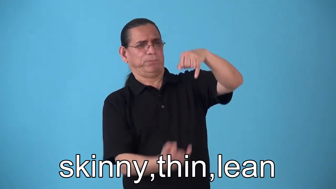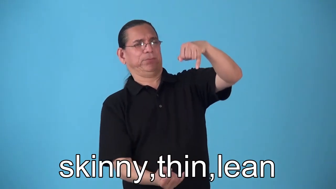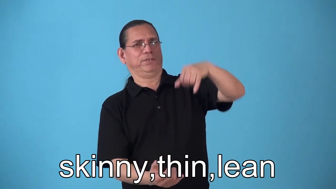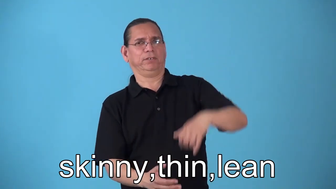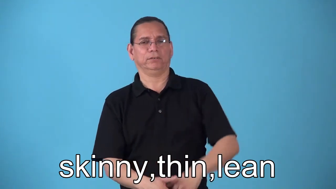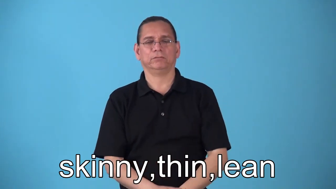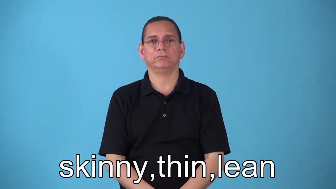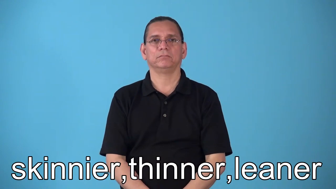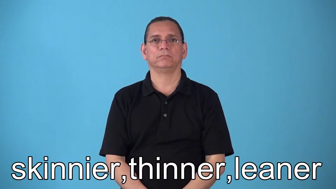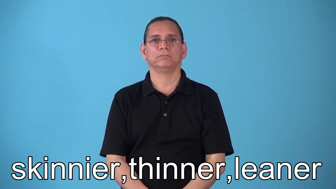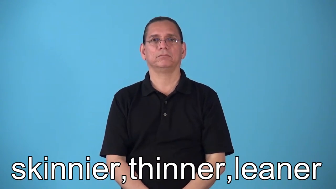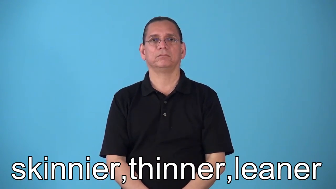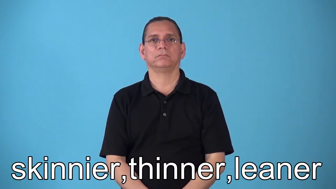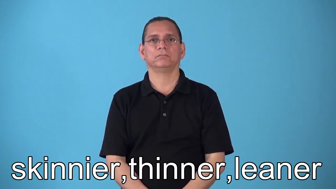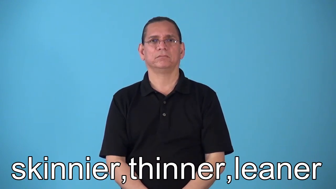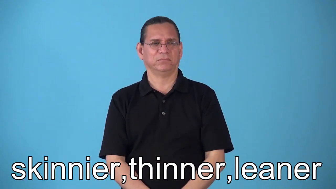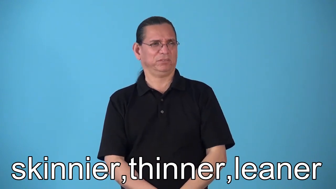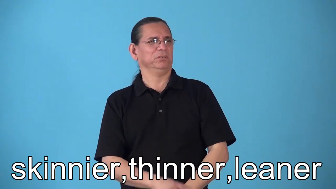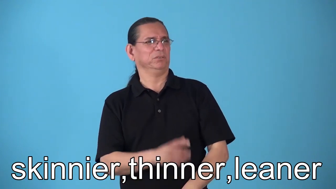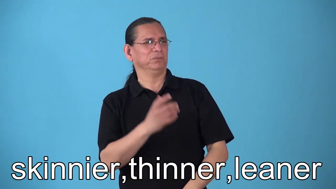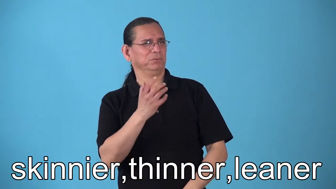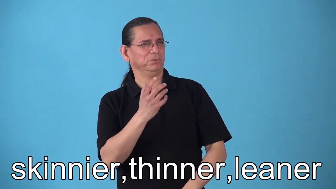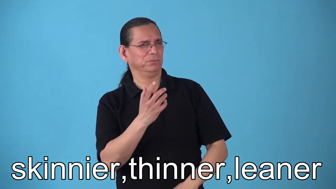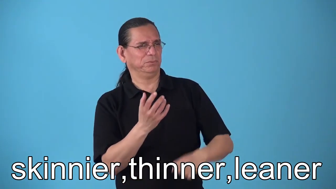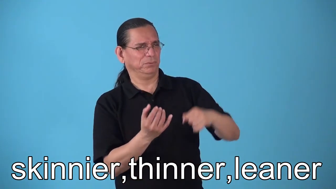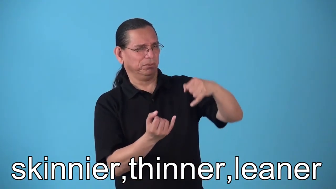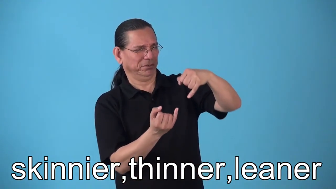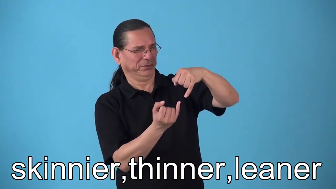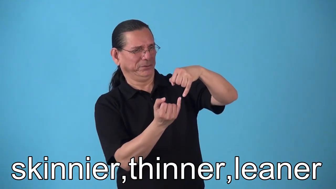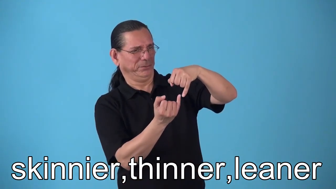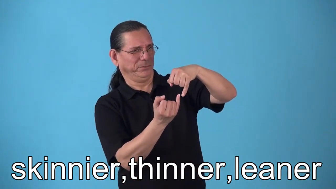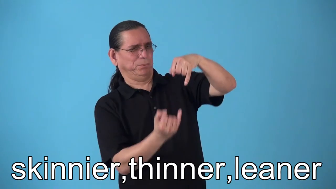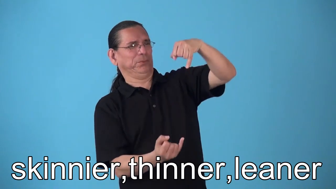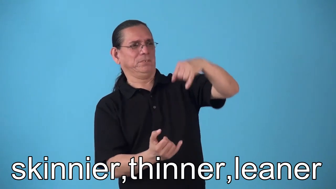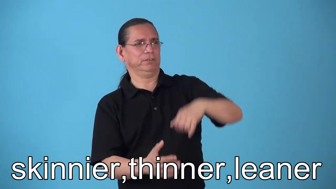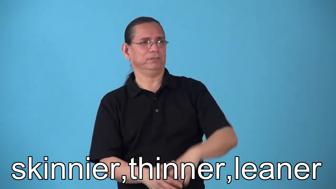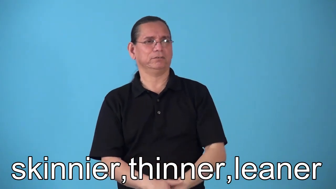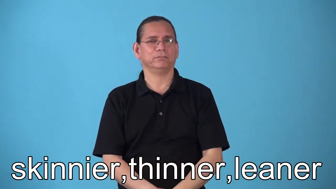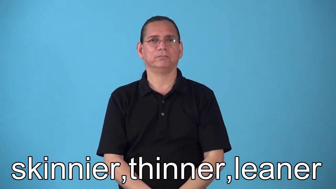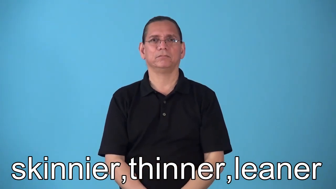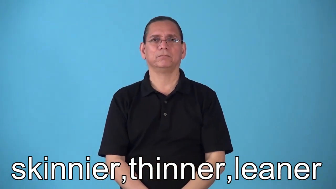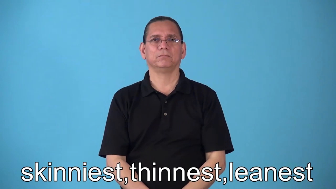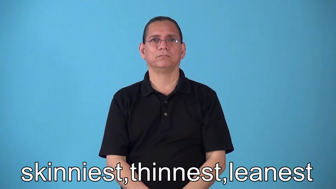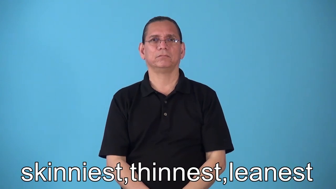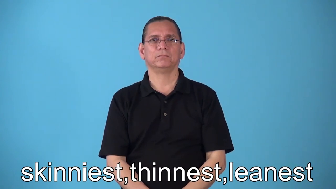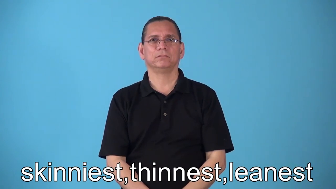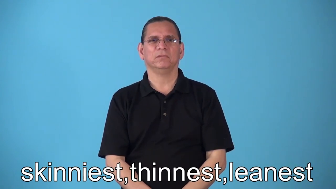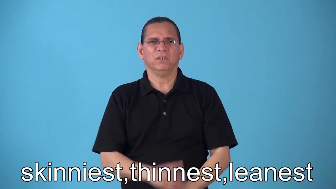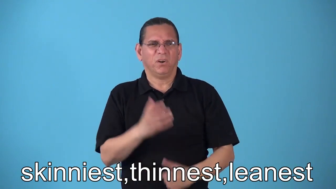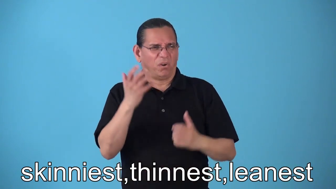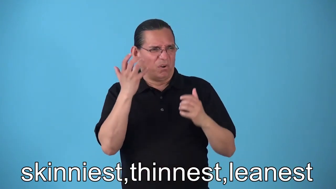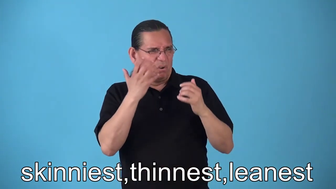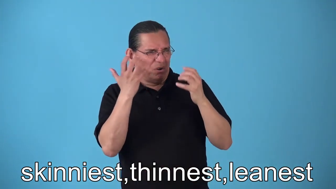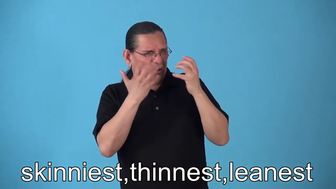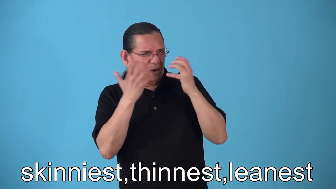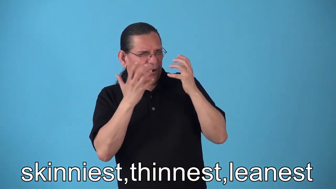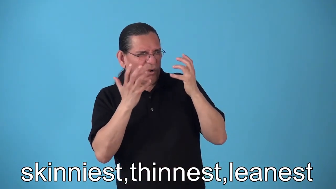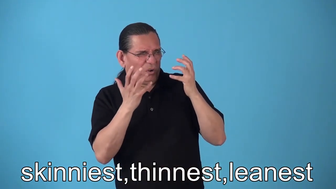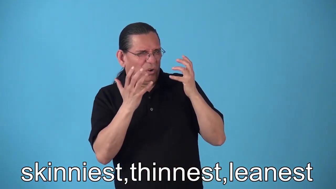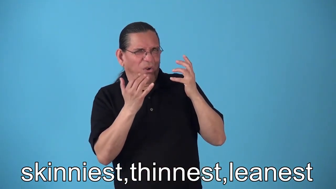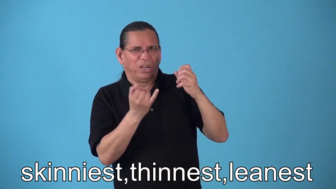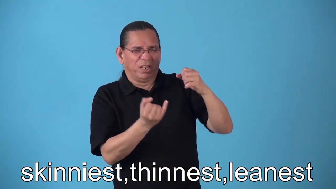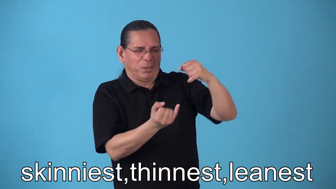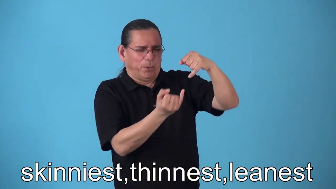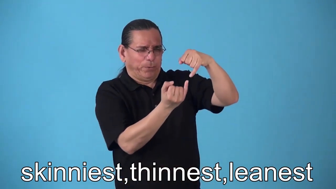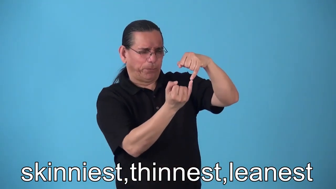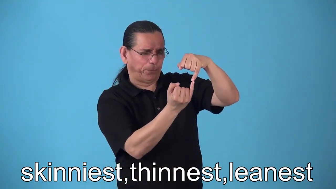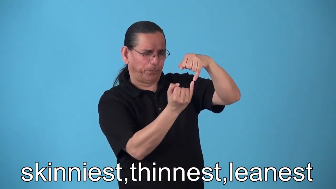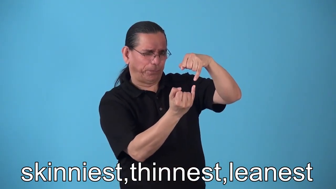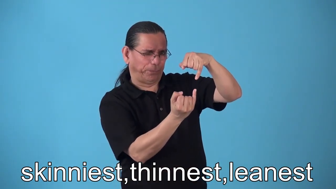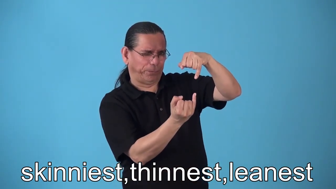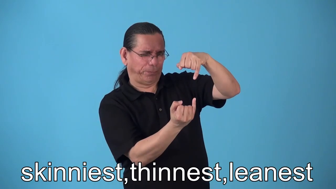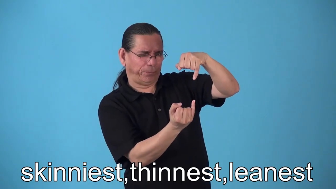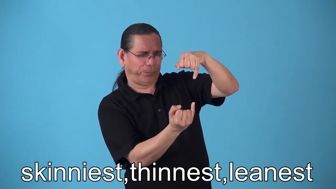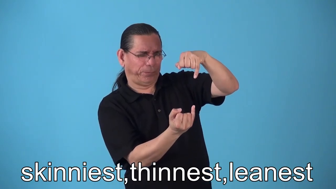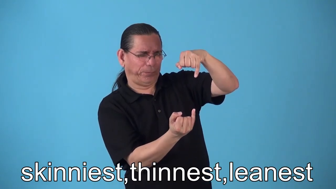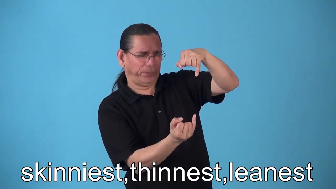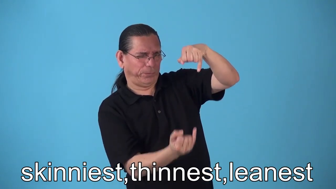skinnier,thinner,leaner